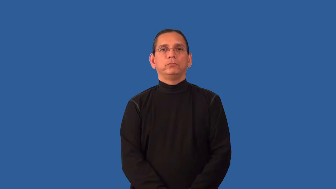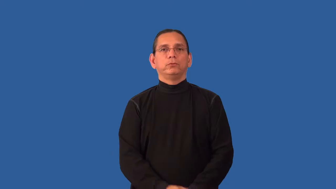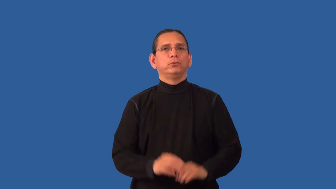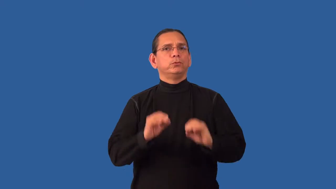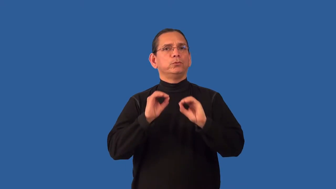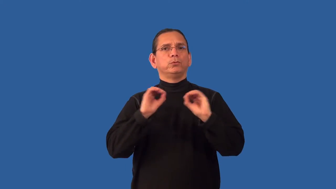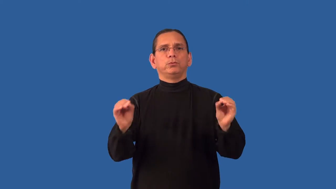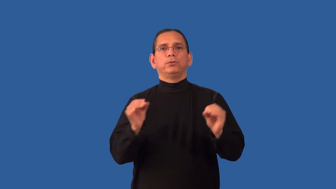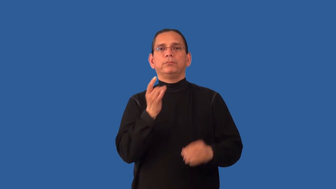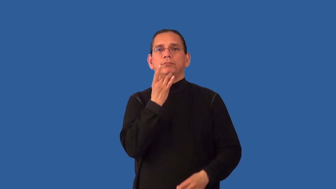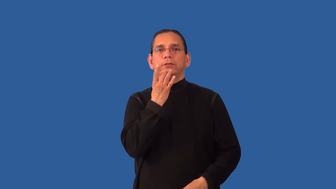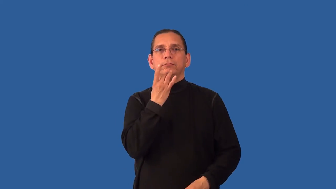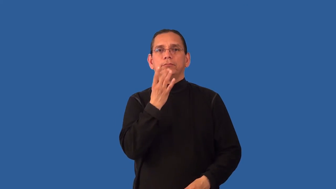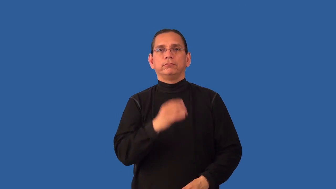unlit,unlighted